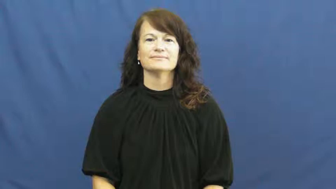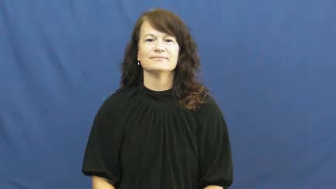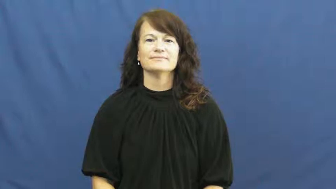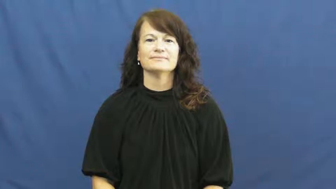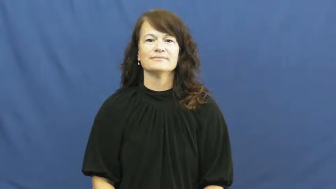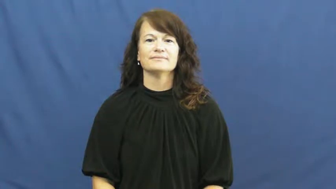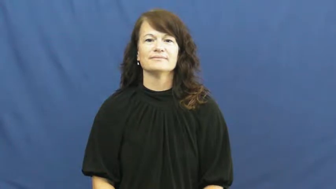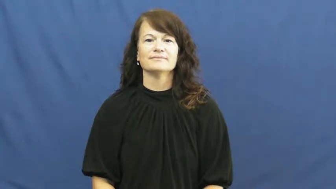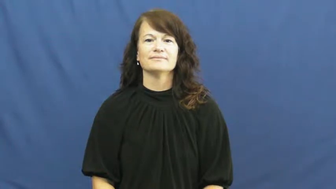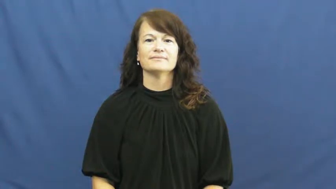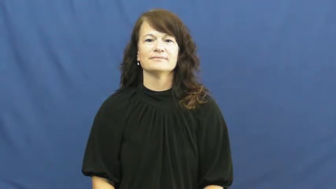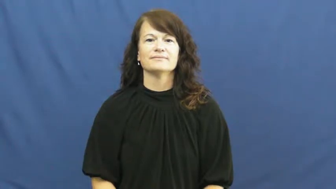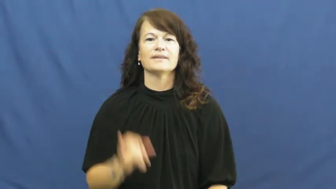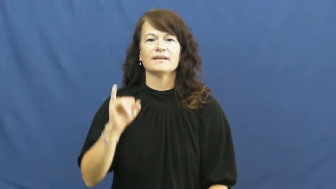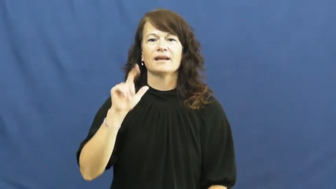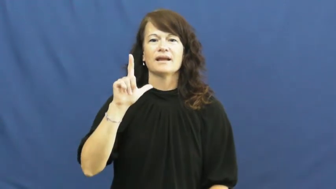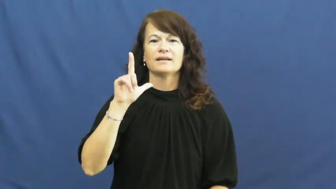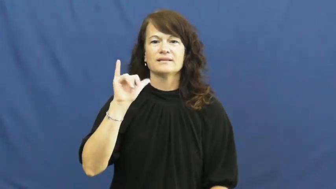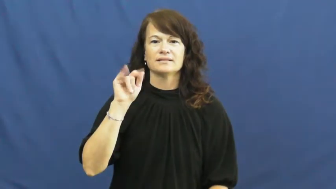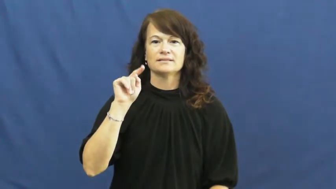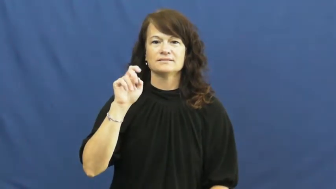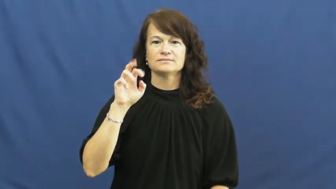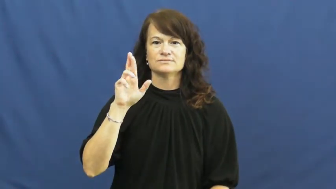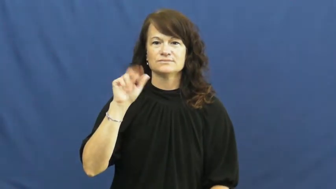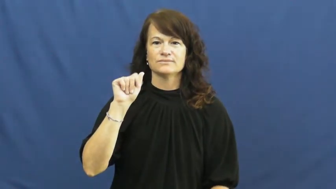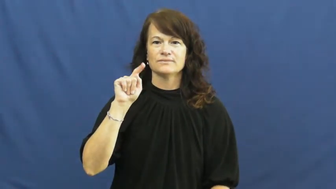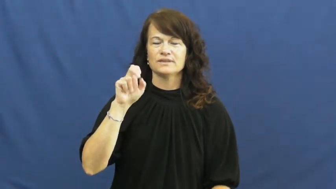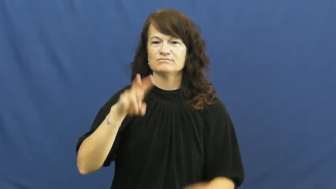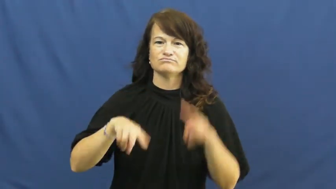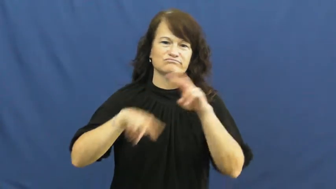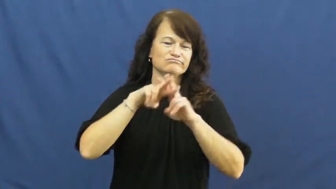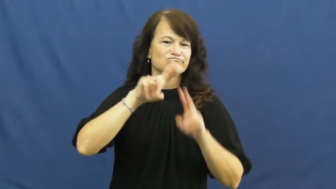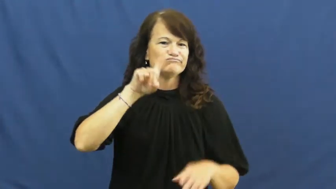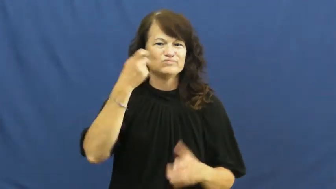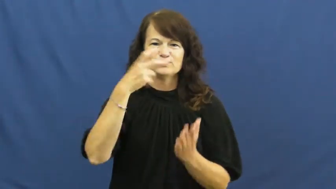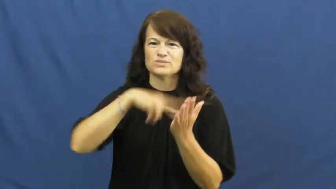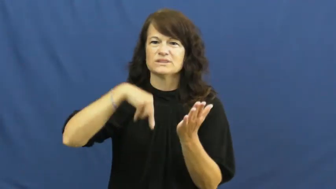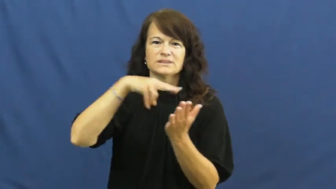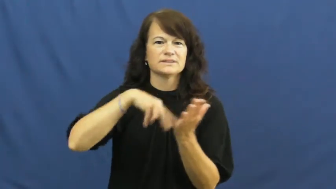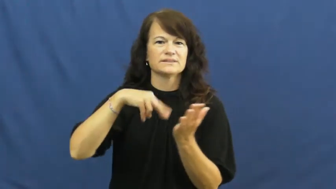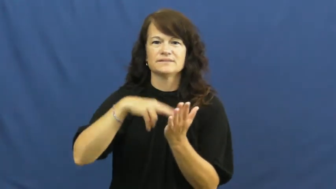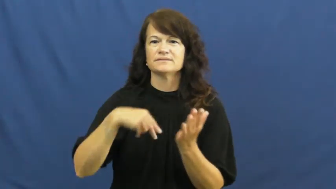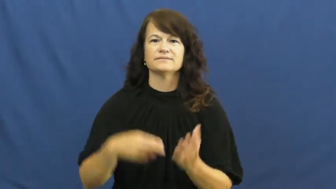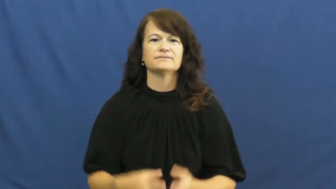illiterate